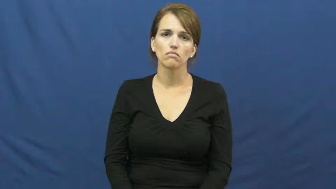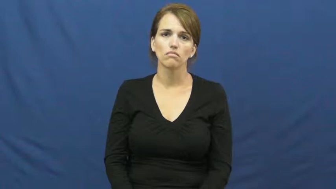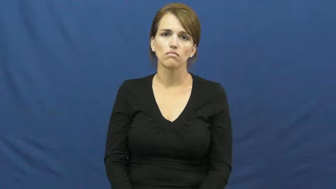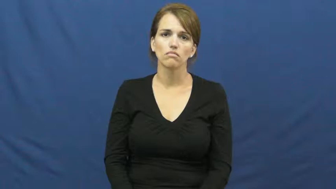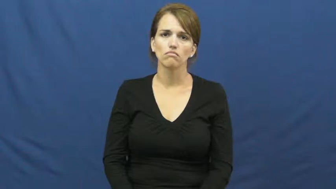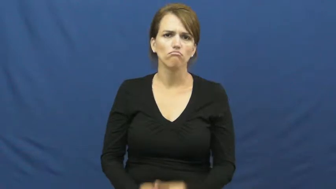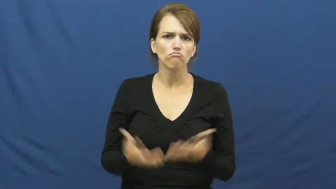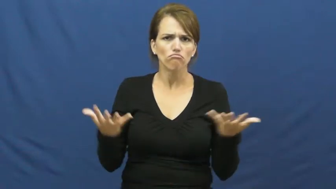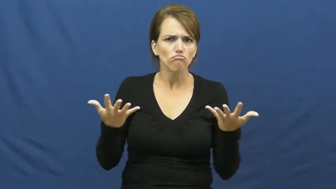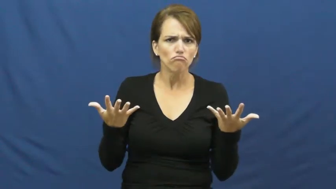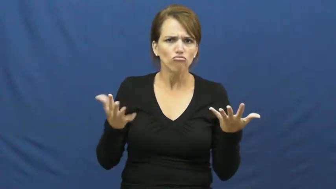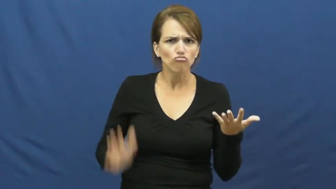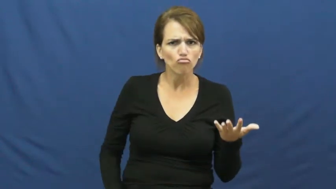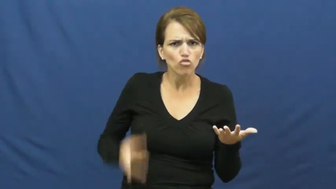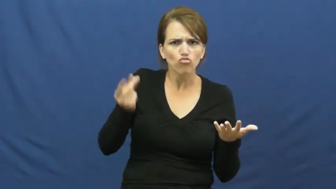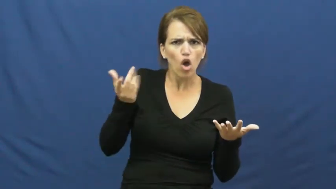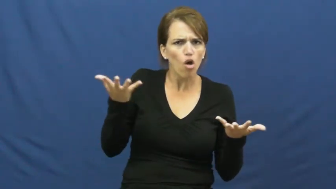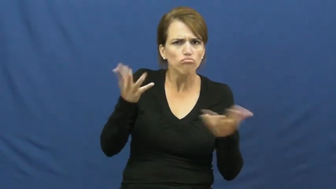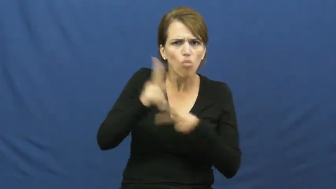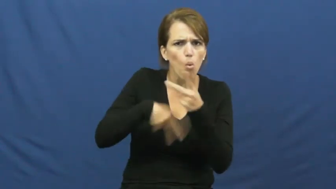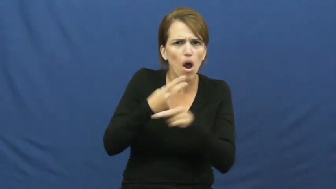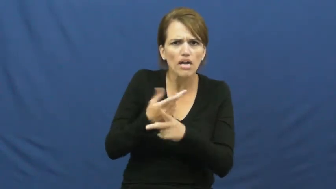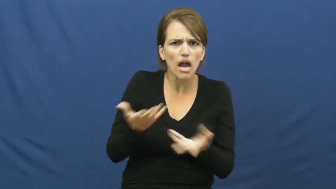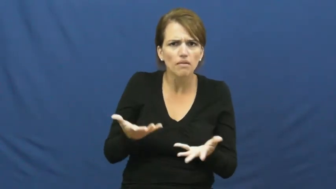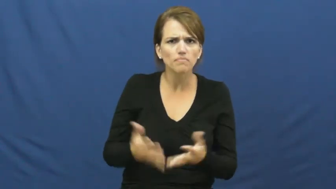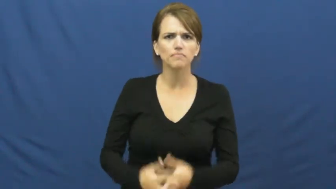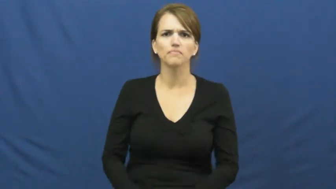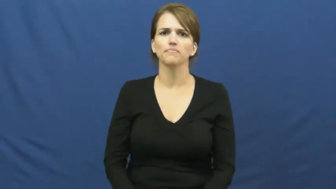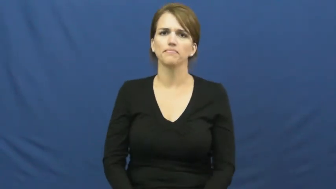kind of dog